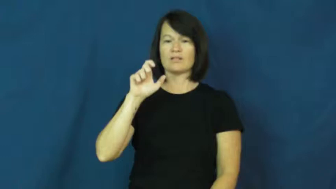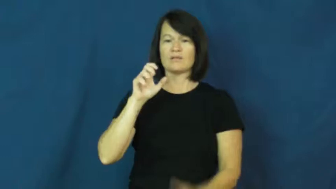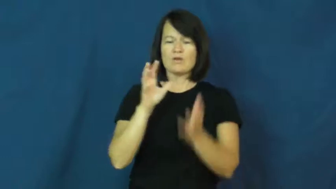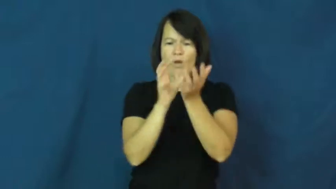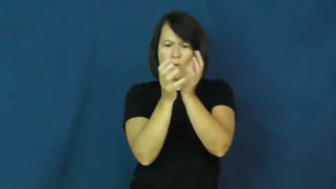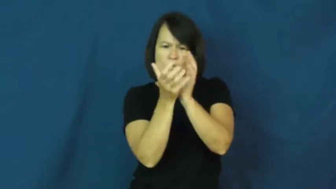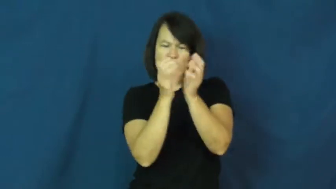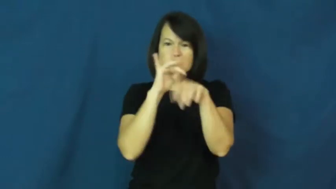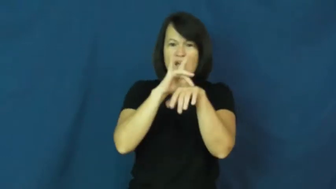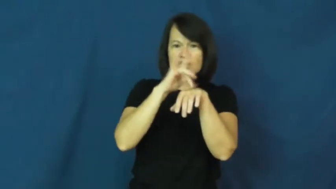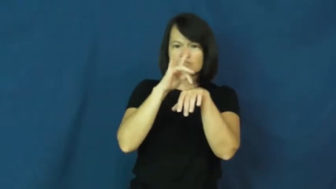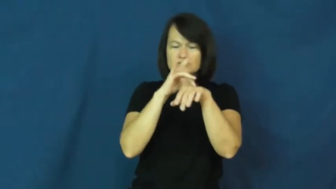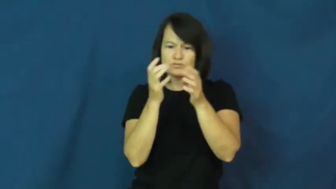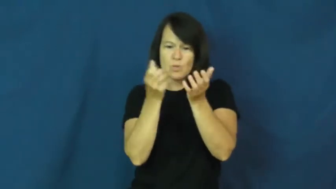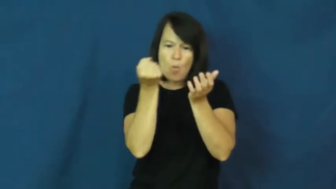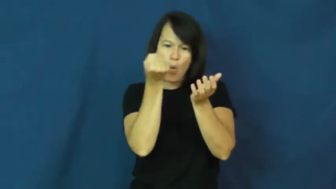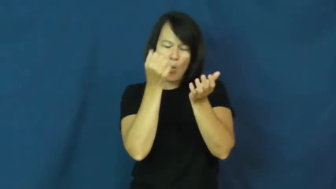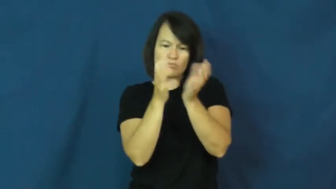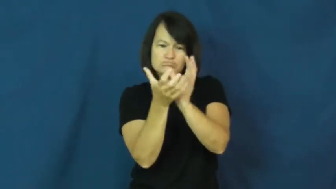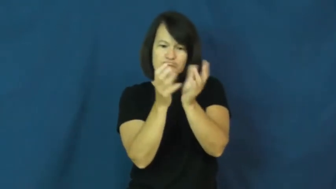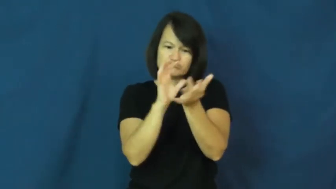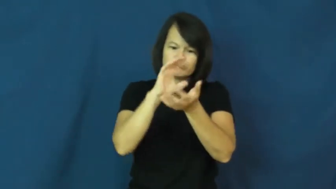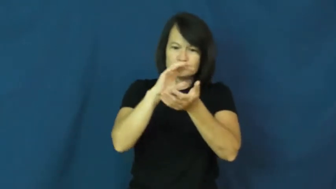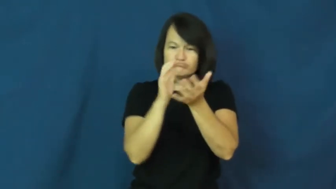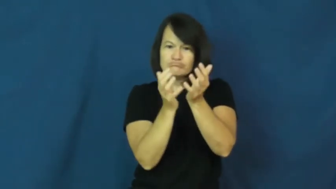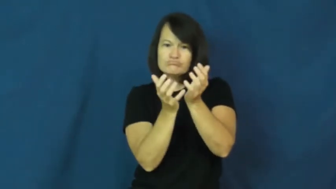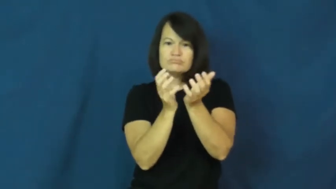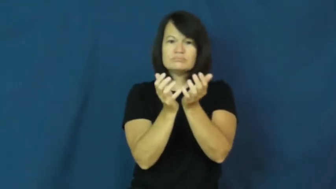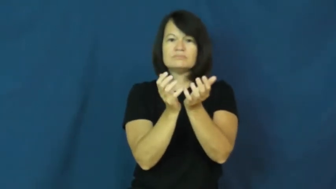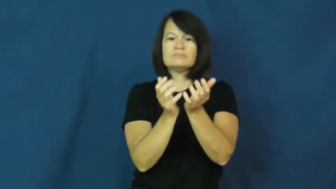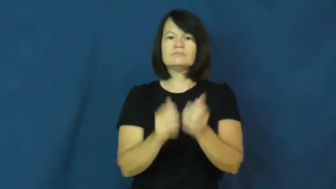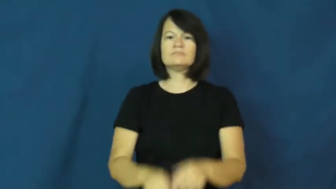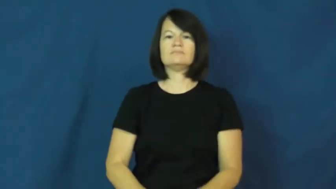handle,feel,finger